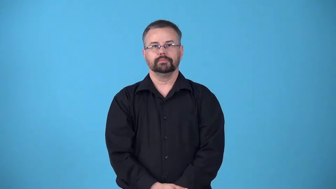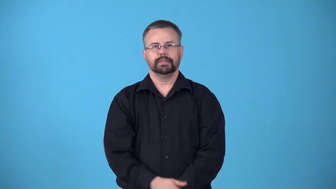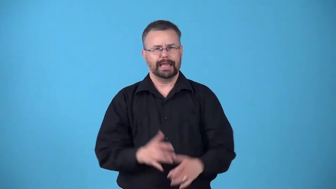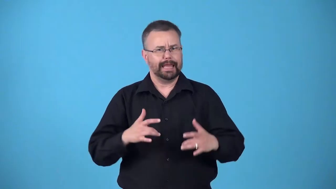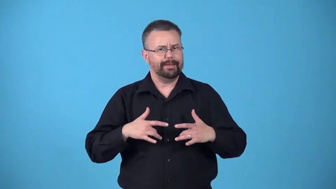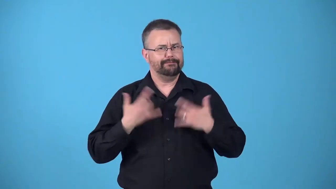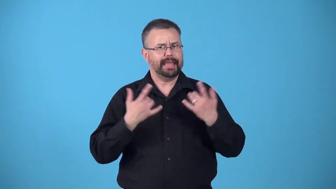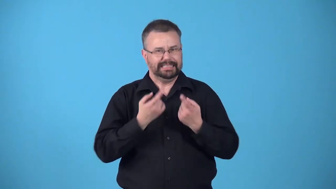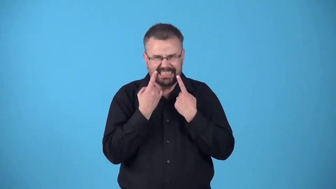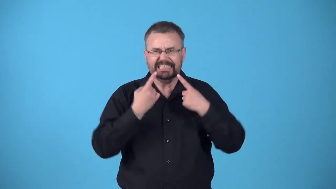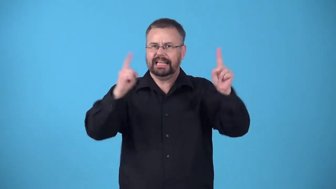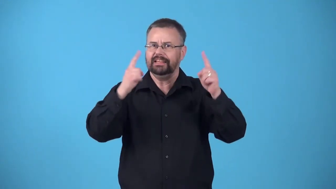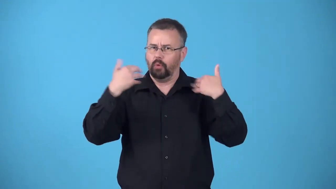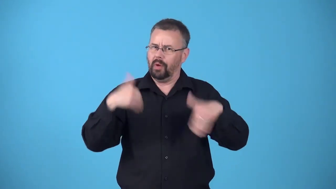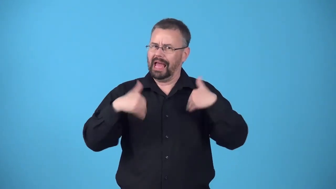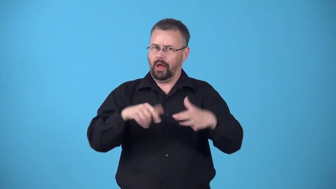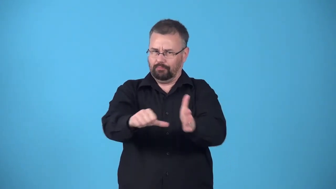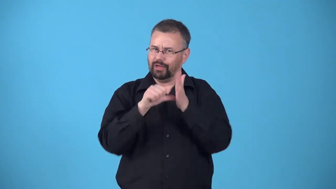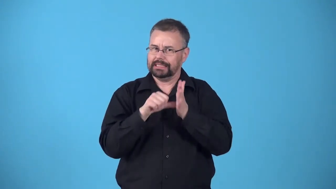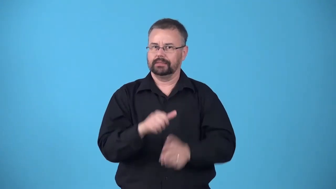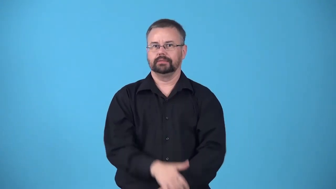barnburner-impressively successful event